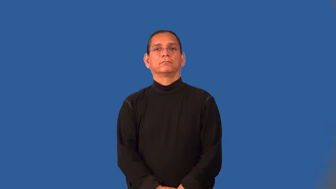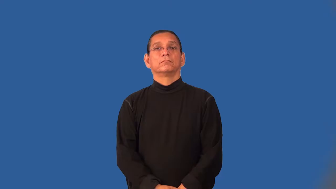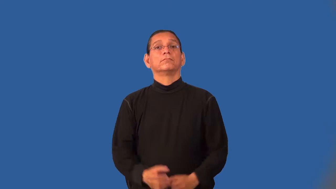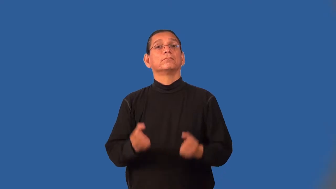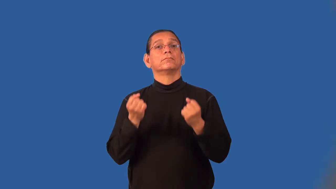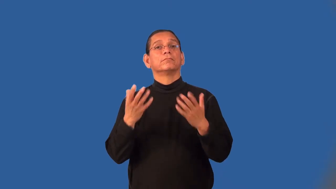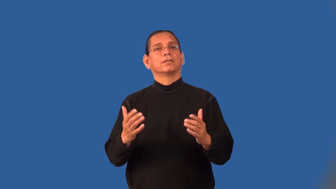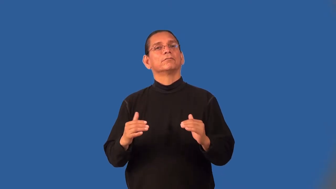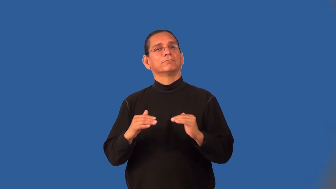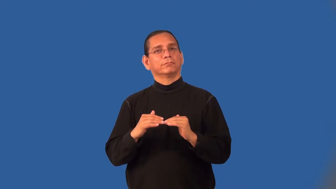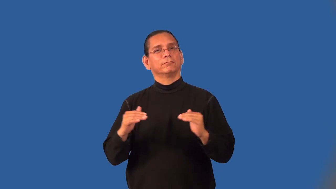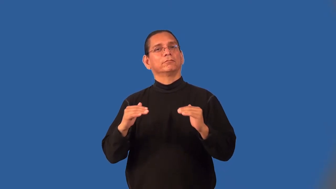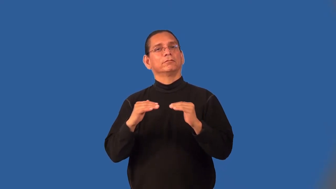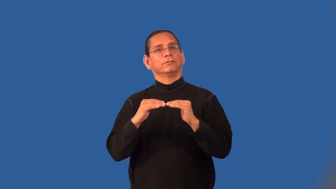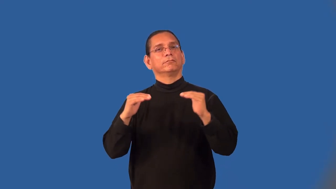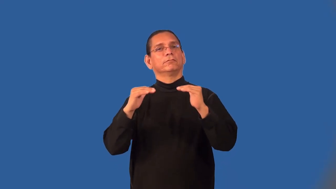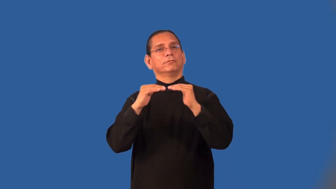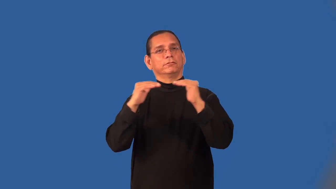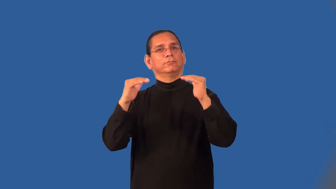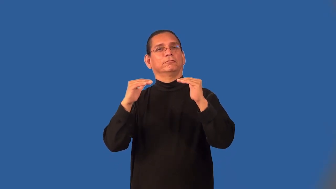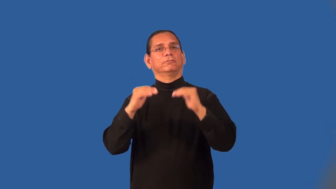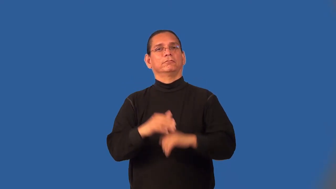multilevel